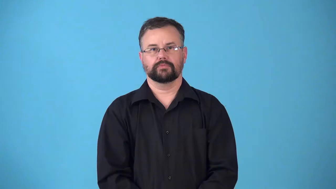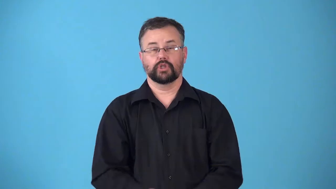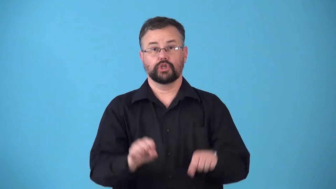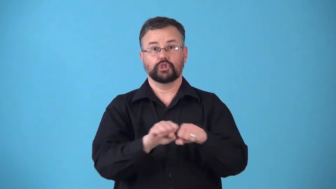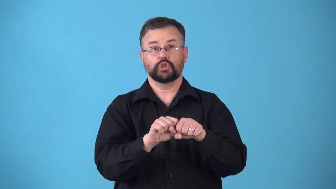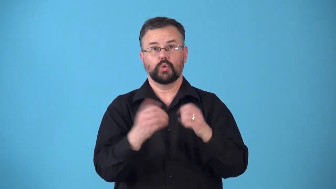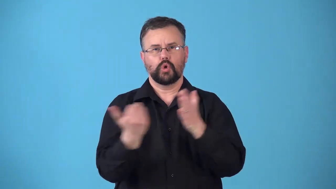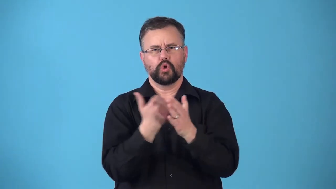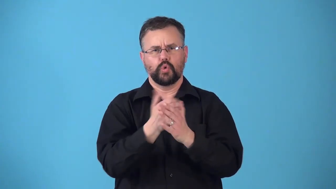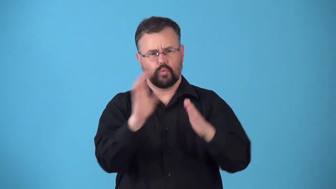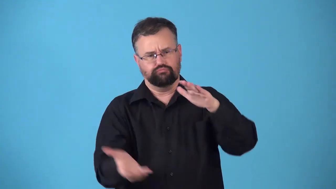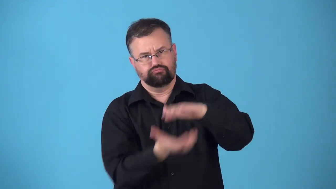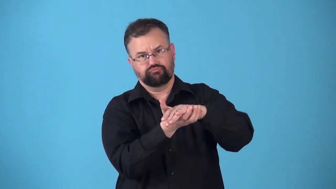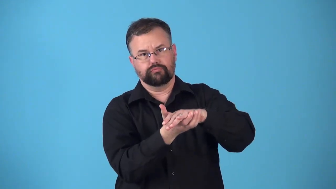resole